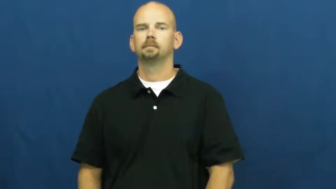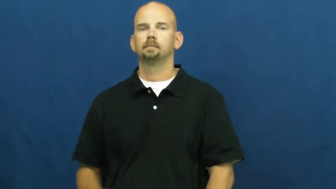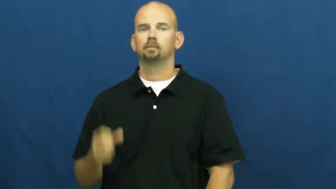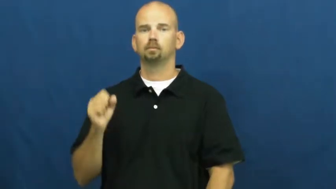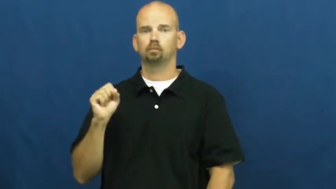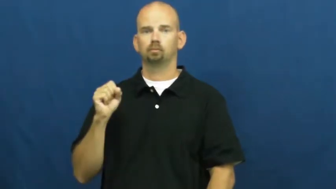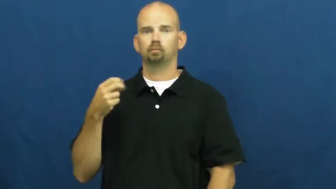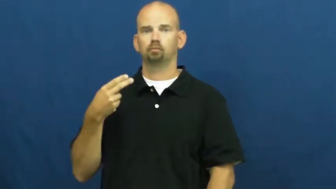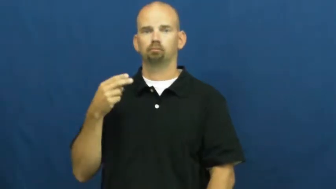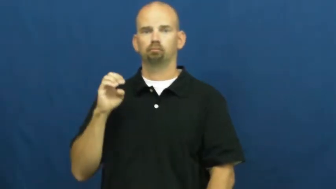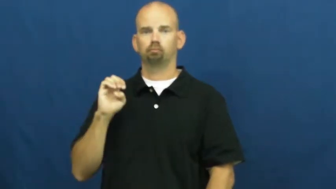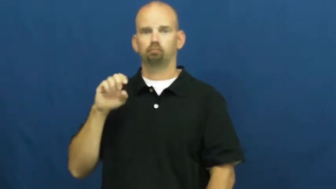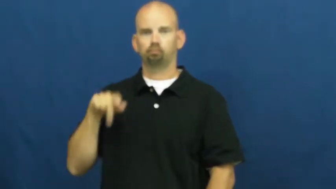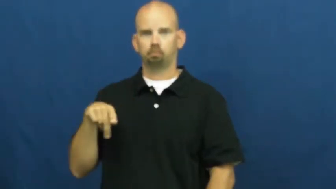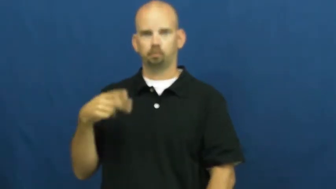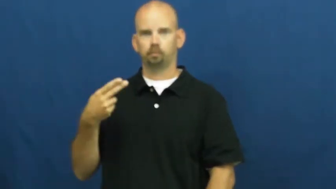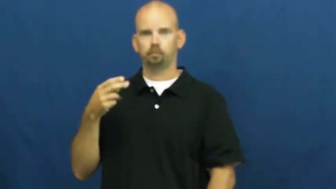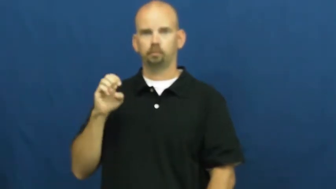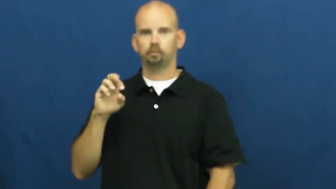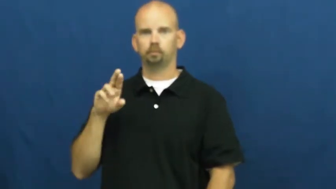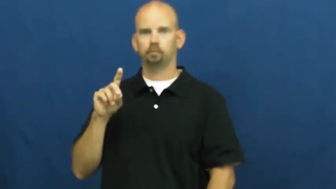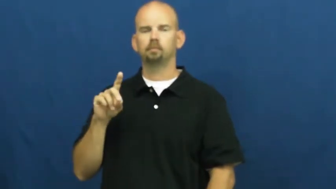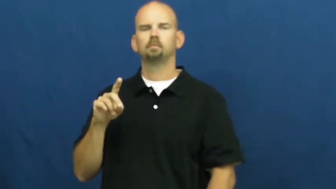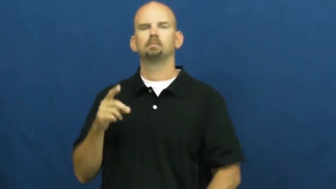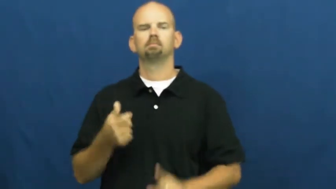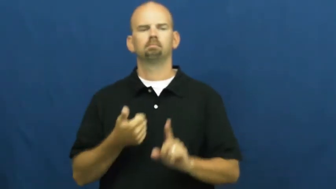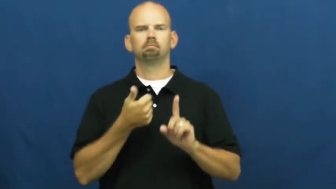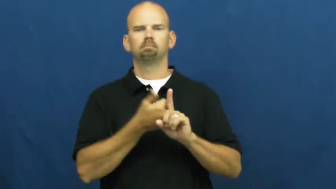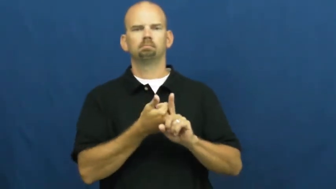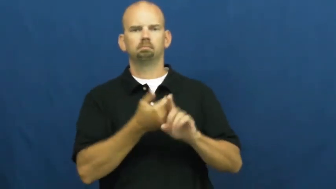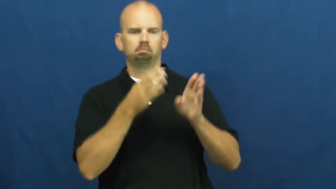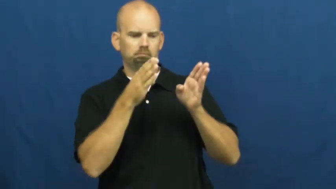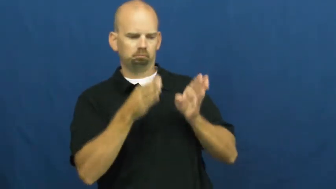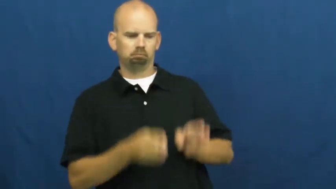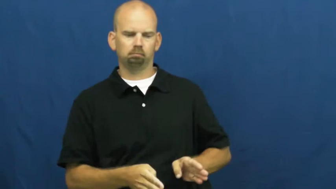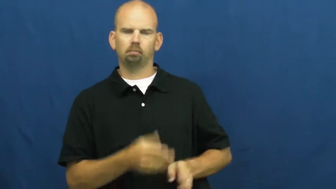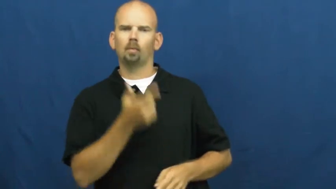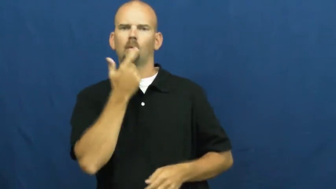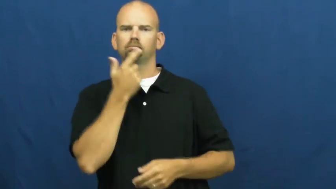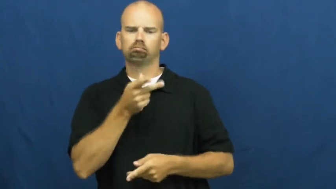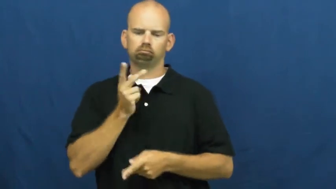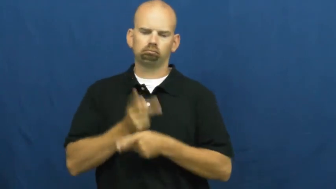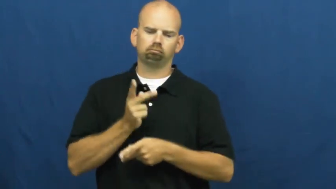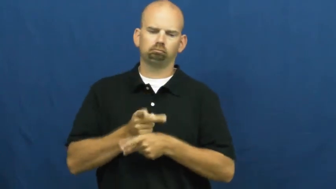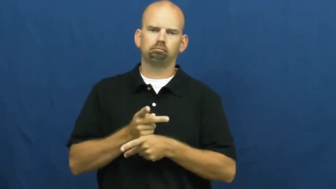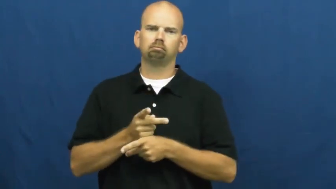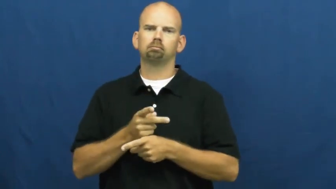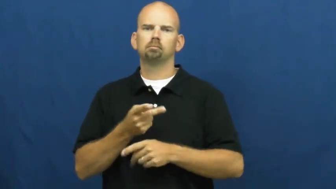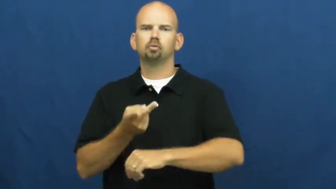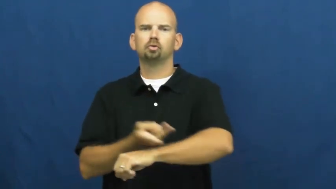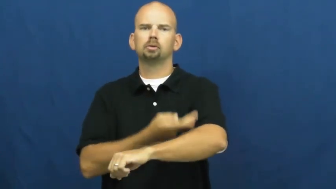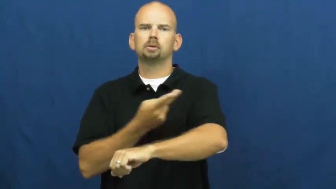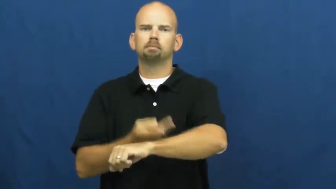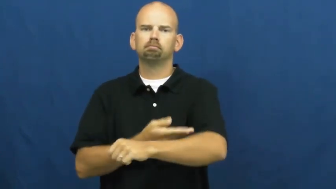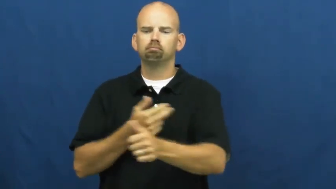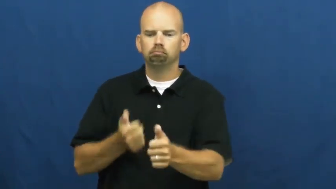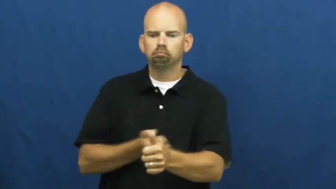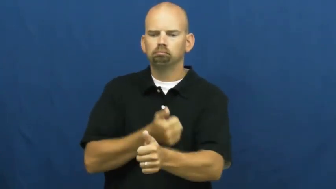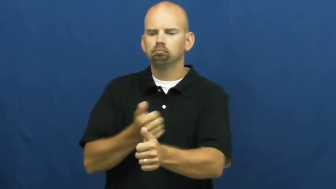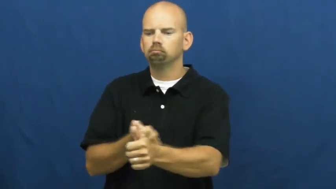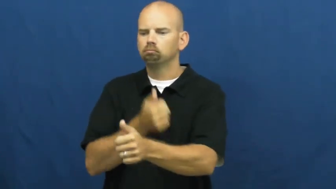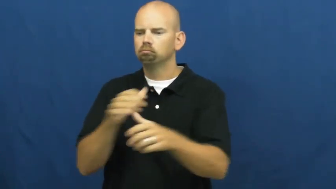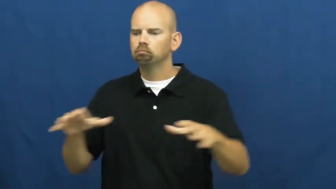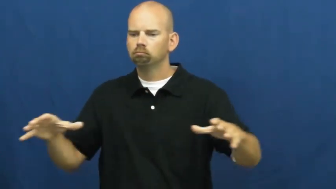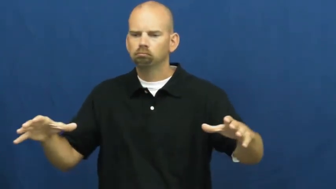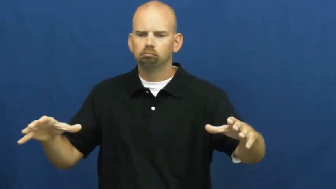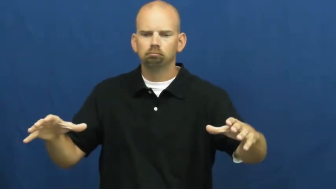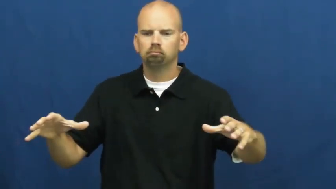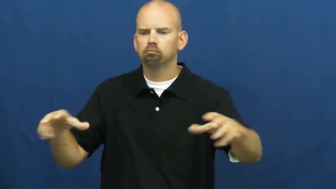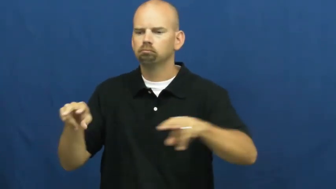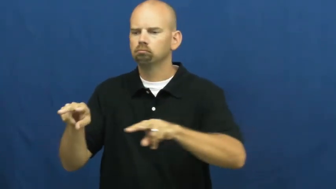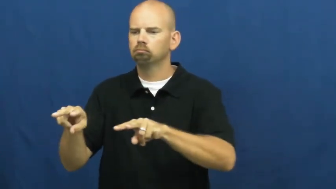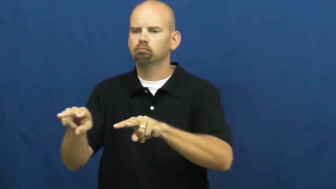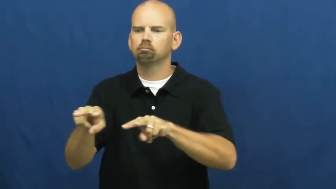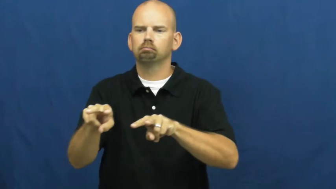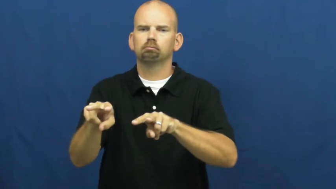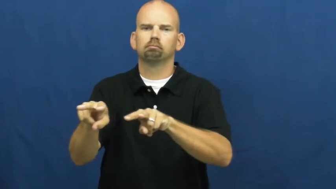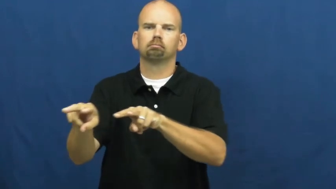shepherd,sheperdess-person